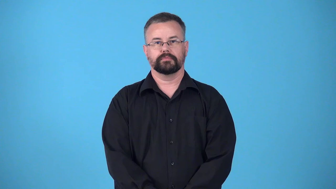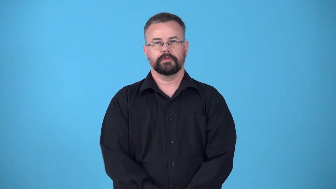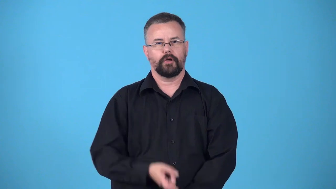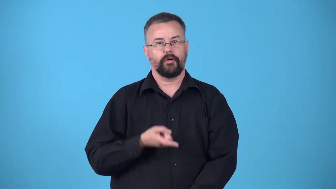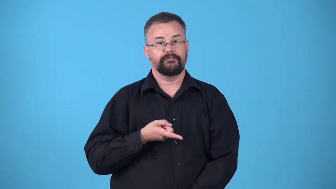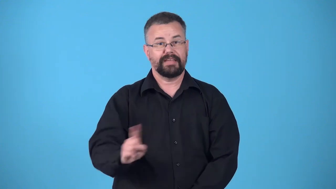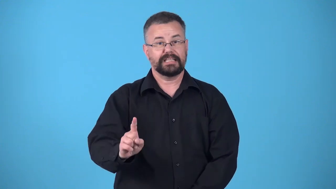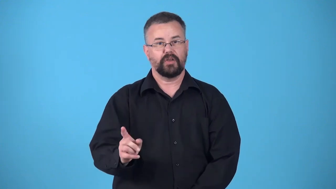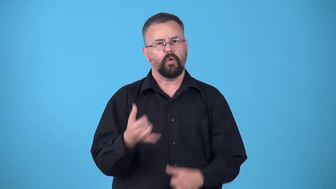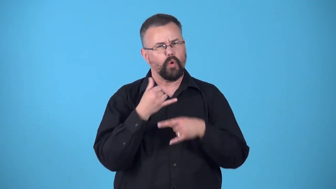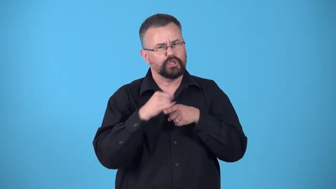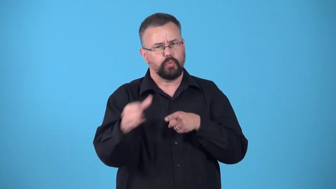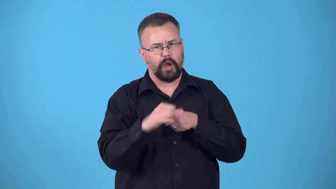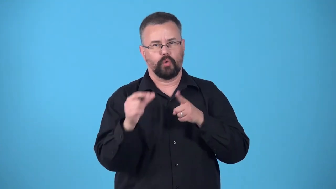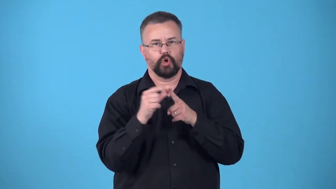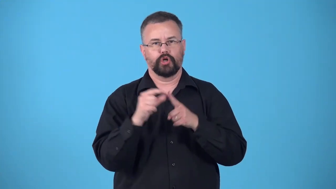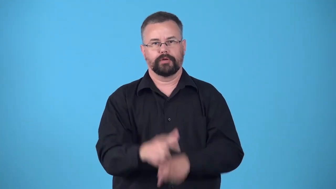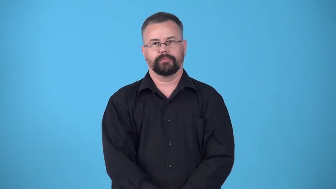dirty-!@#$%^